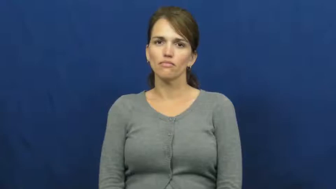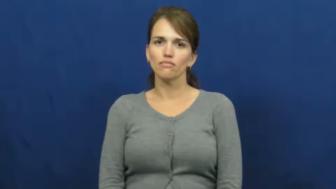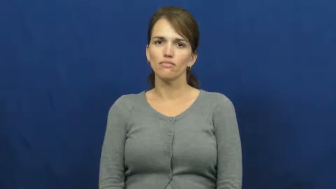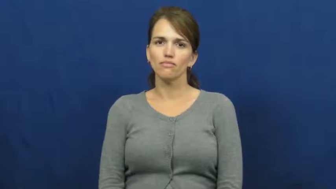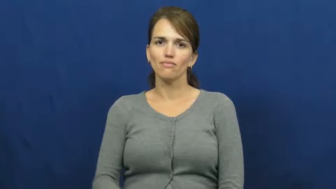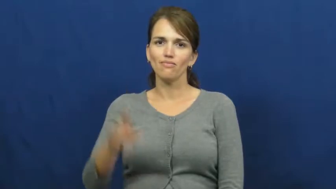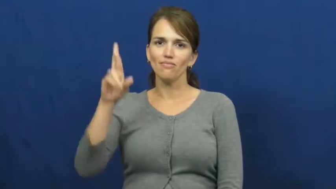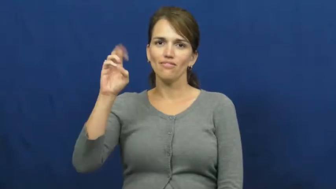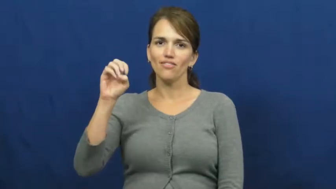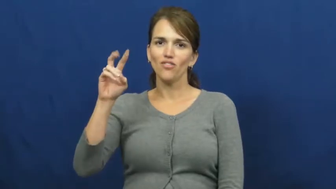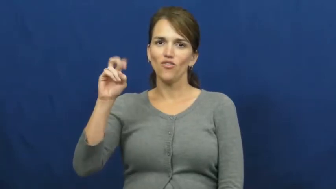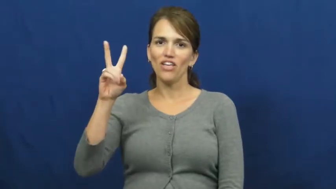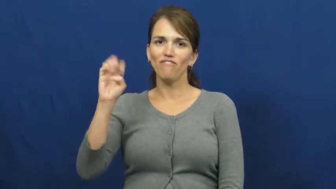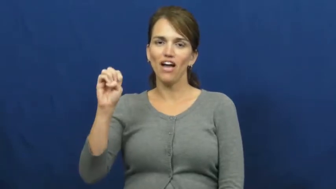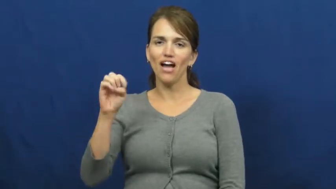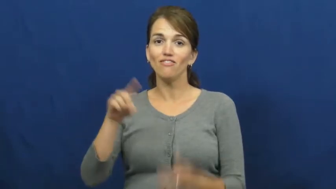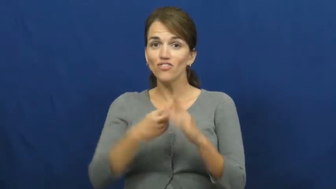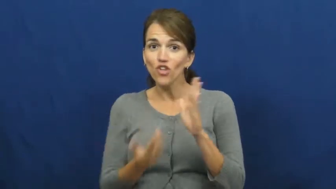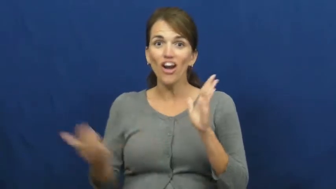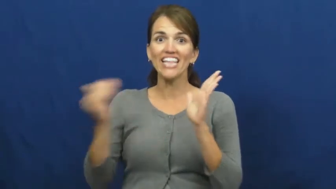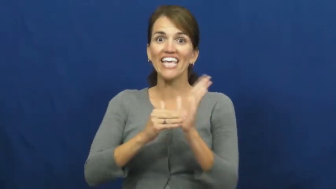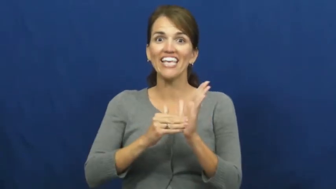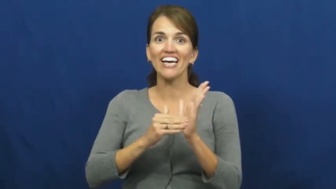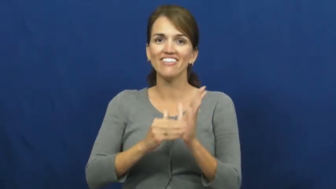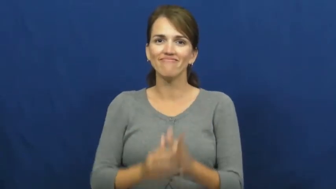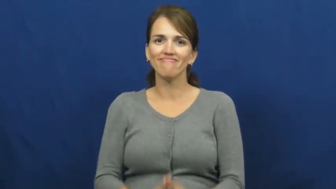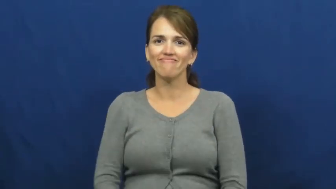revive-start again